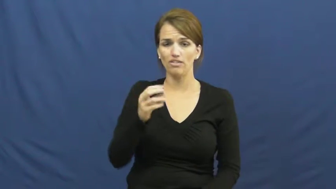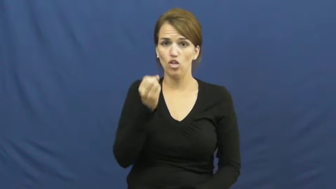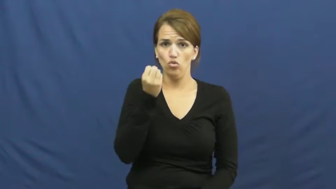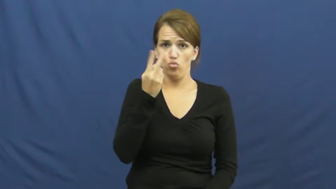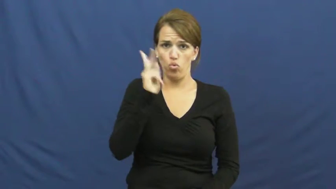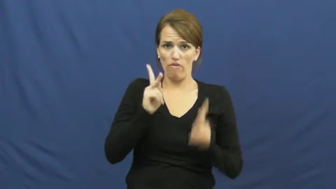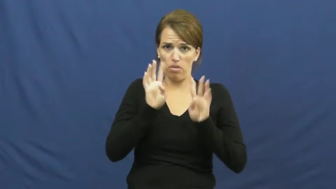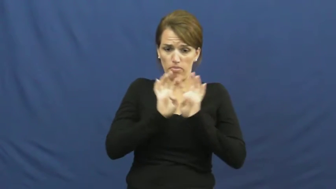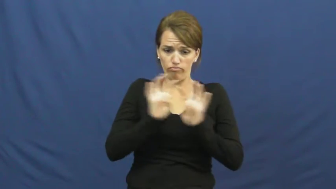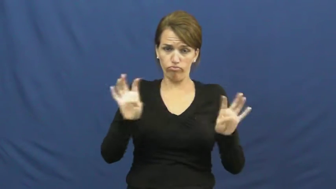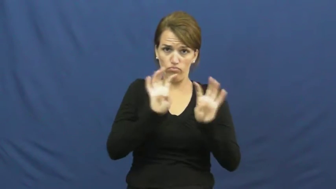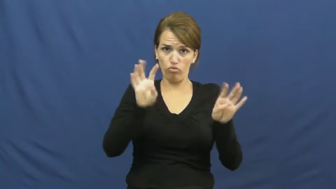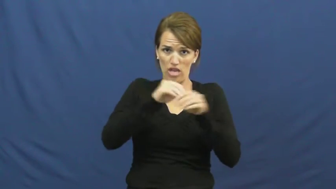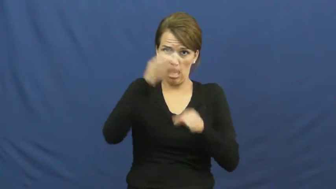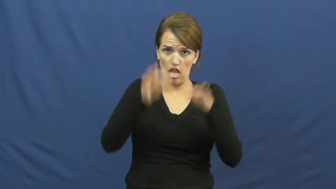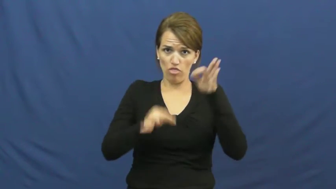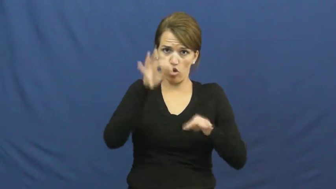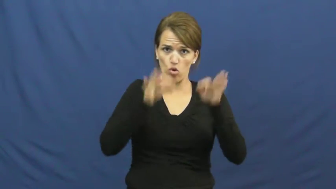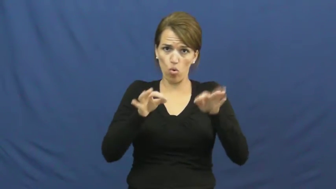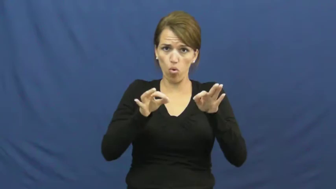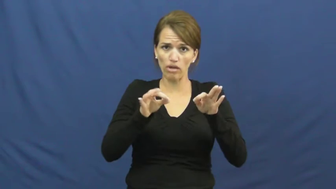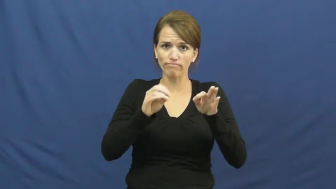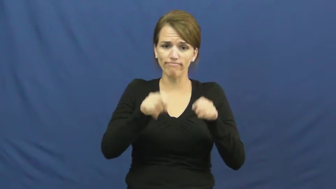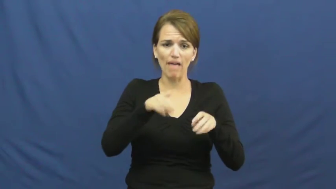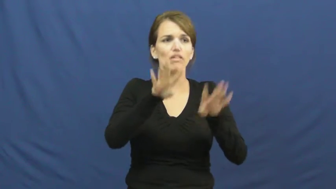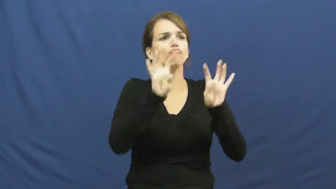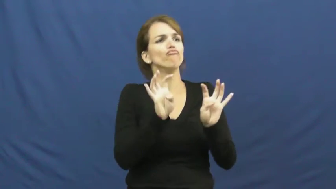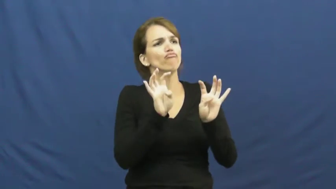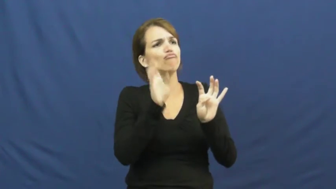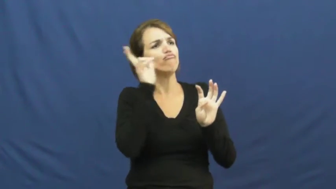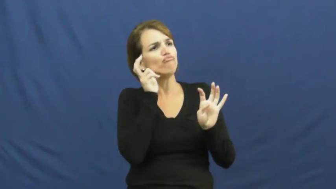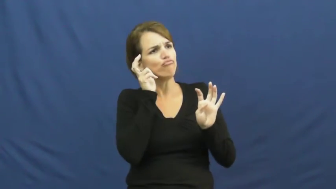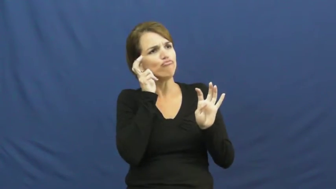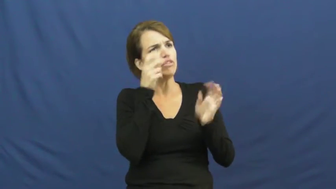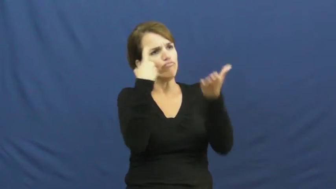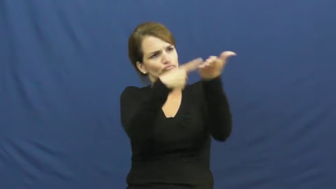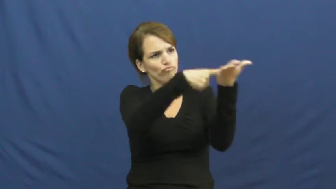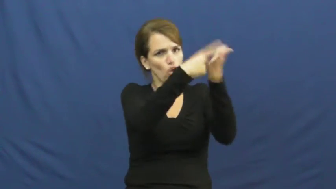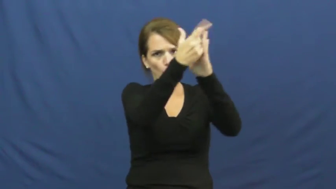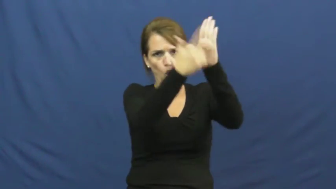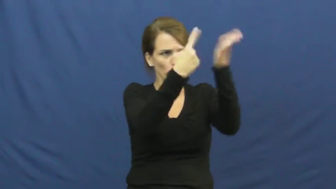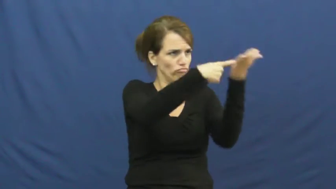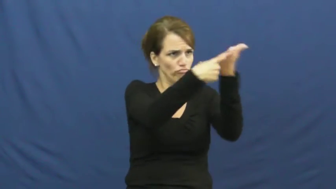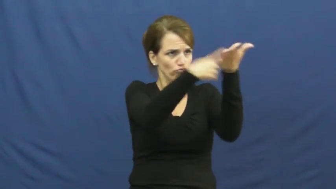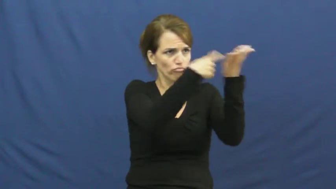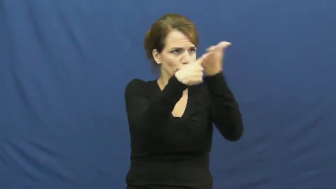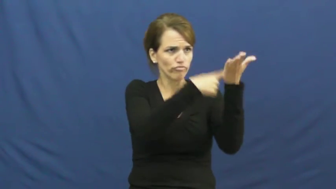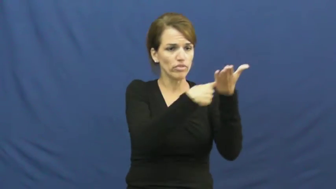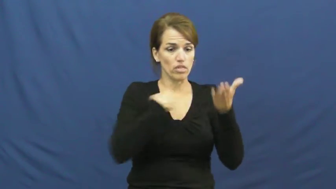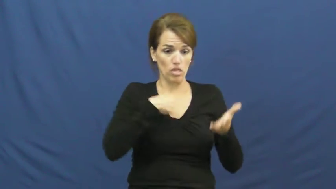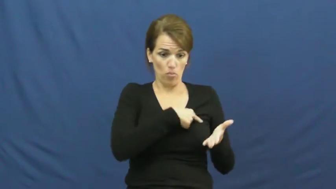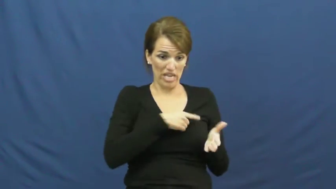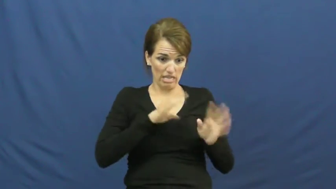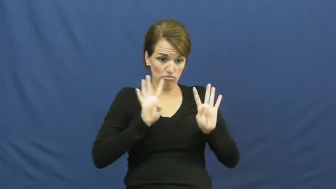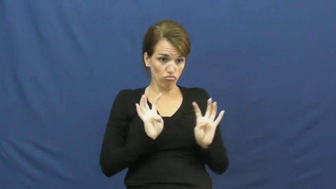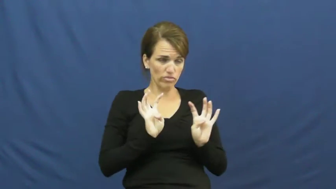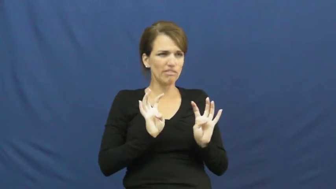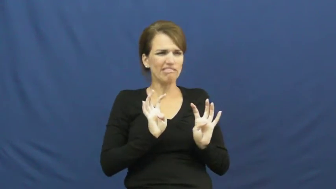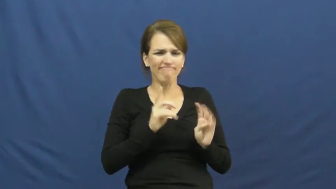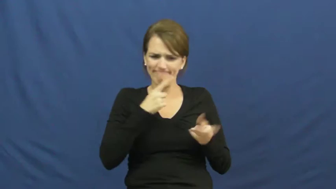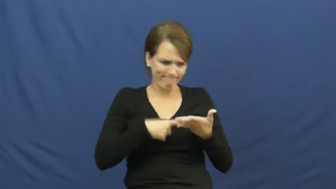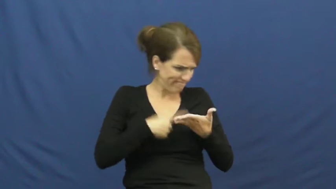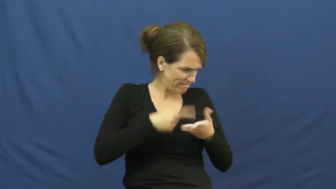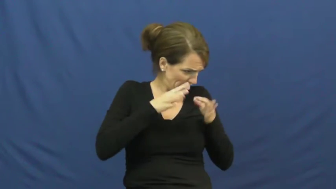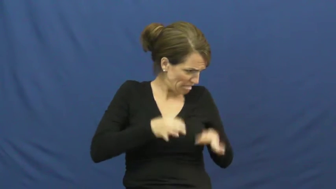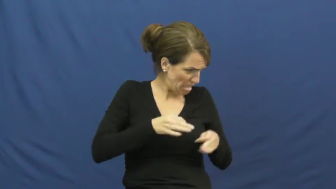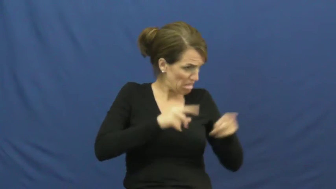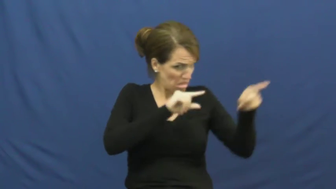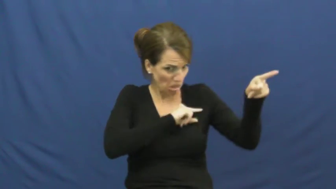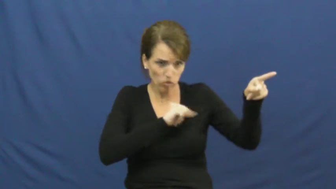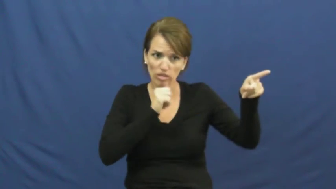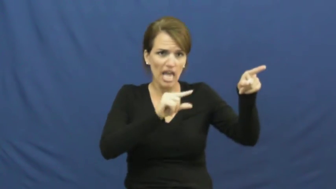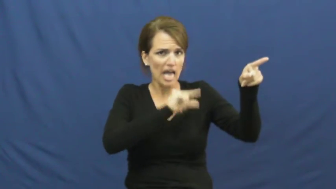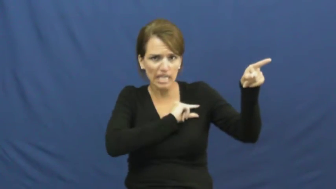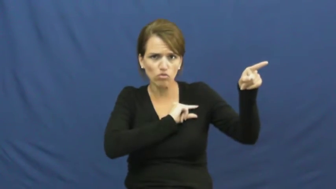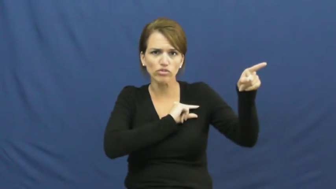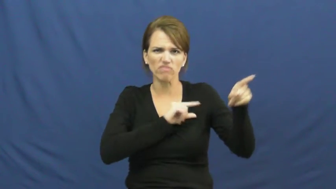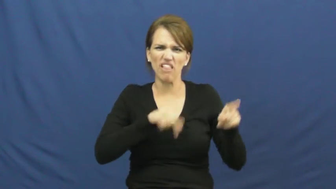juror,venireman